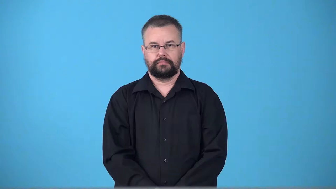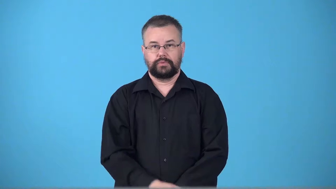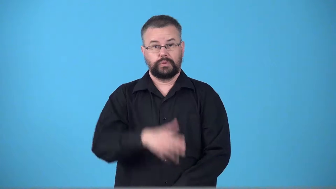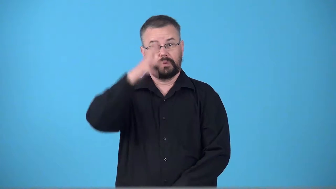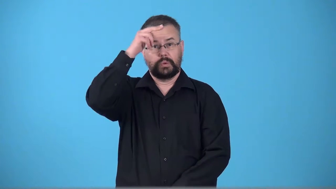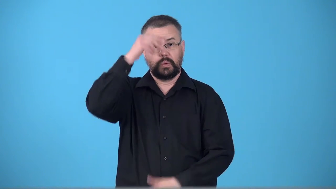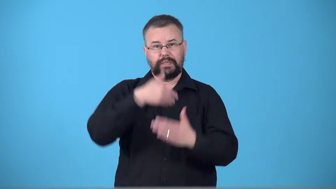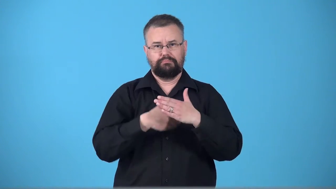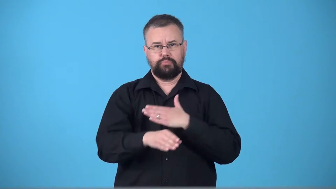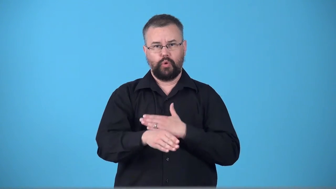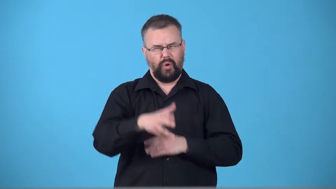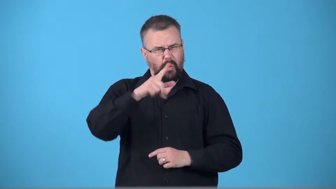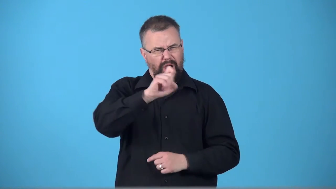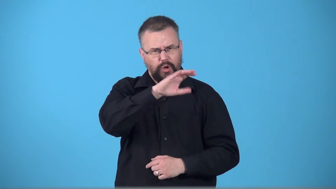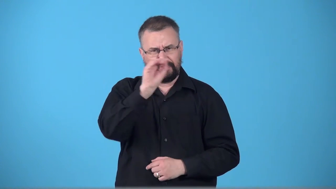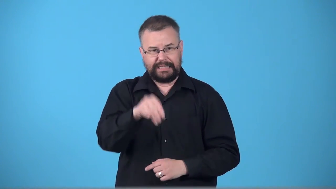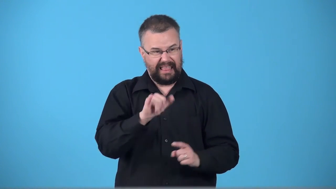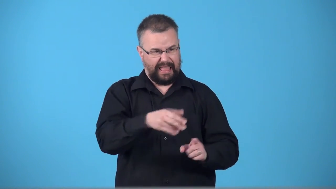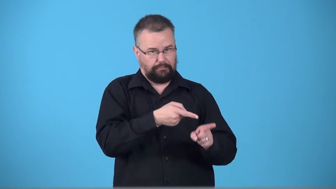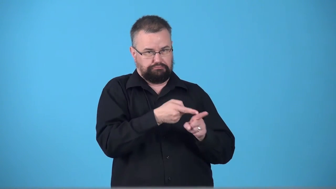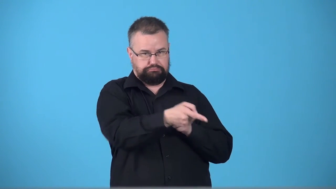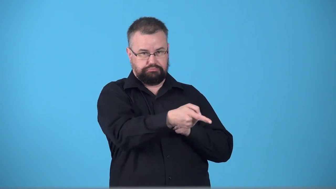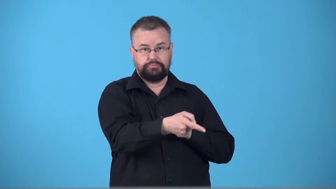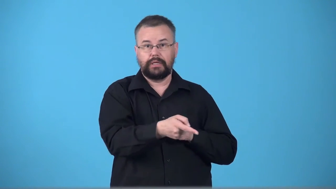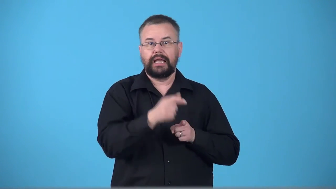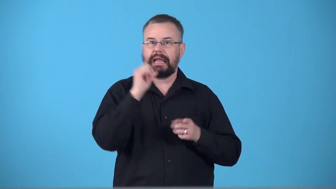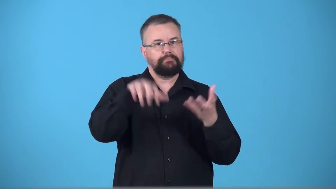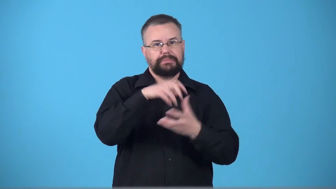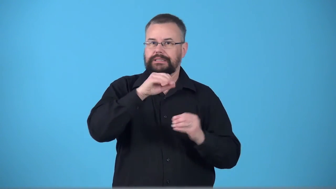thoroughbred